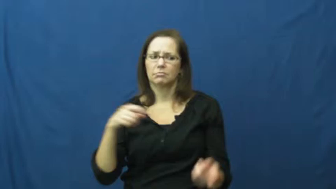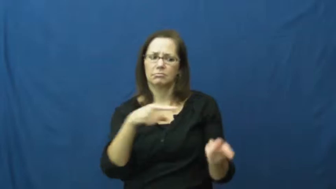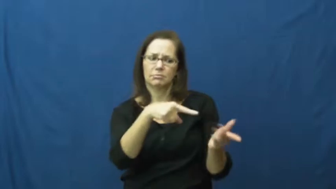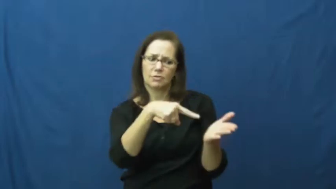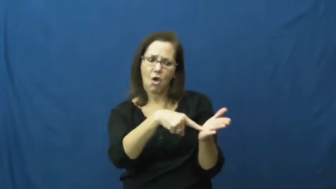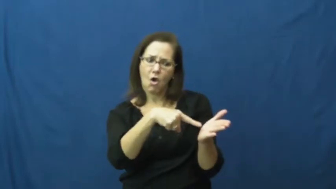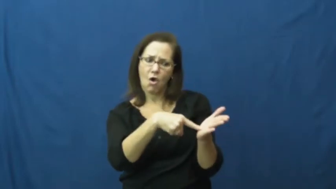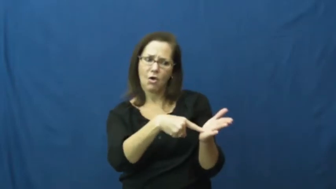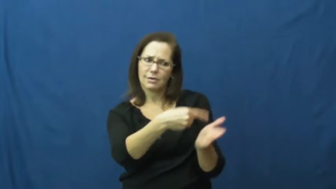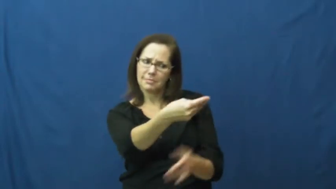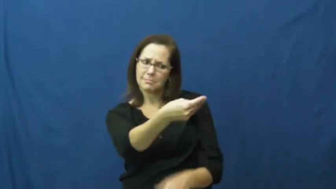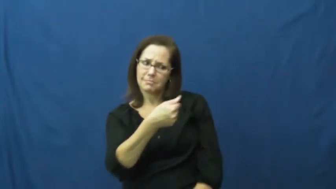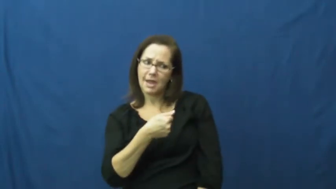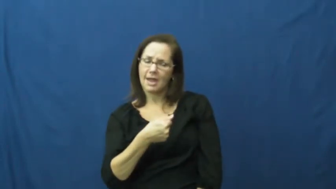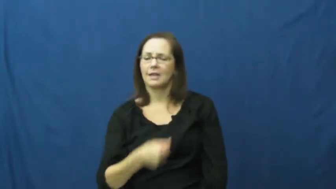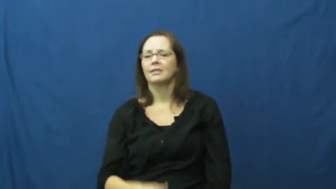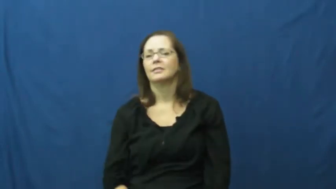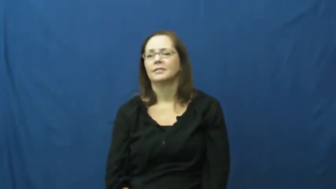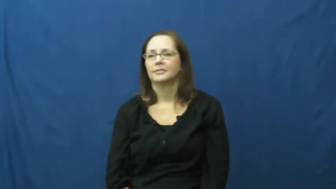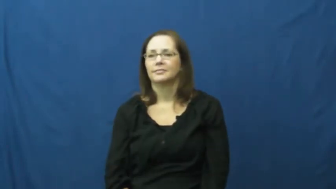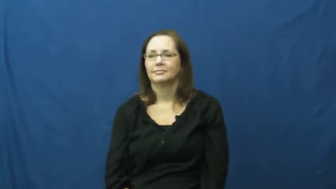compensate,amends,discharge,emolument,square-pay